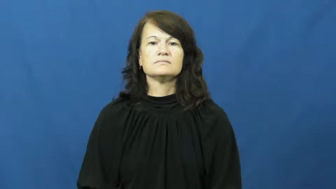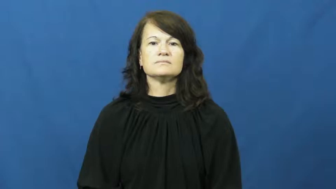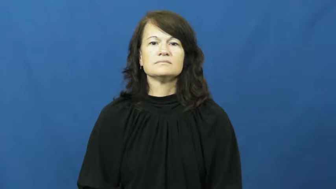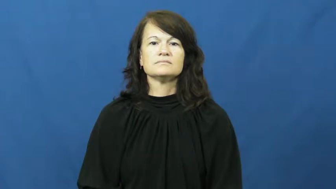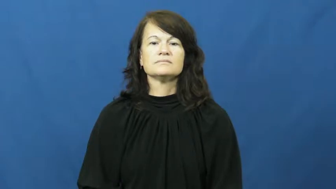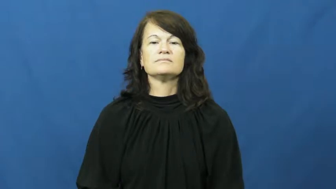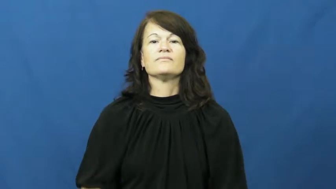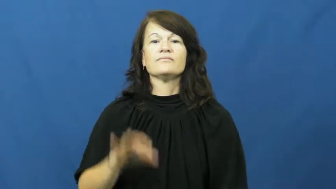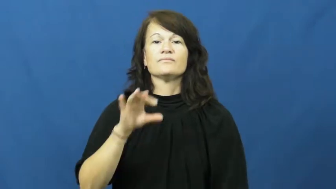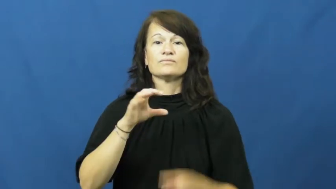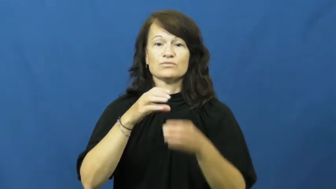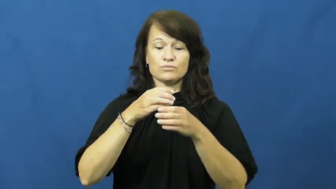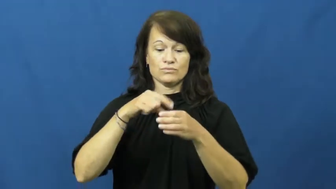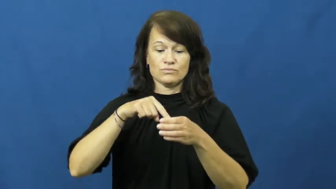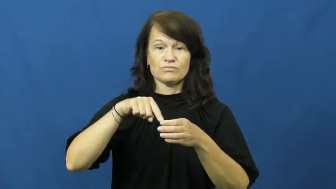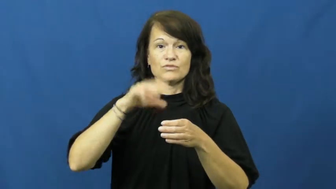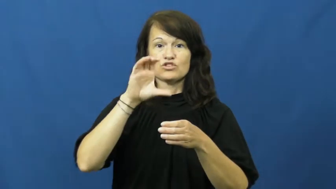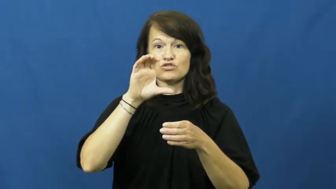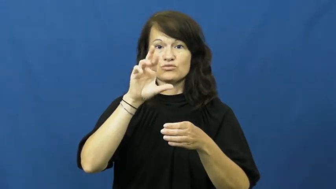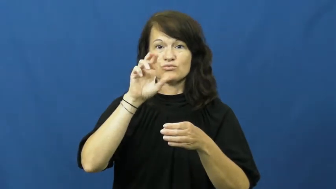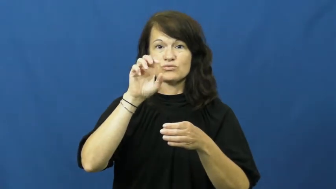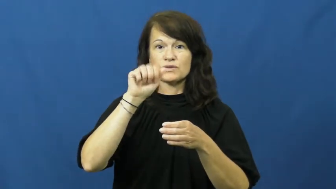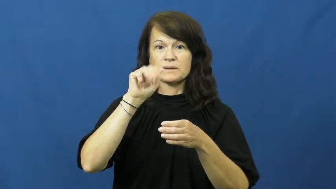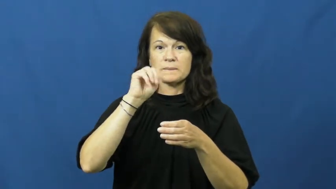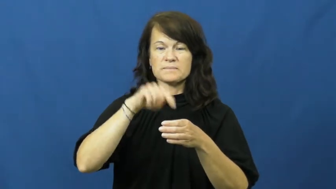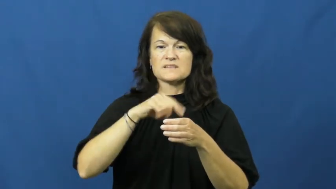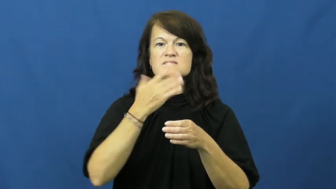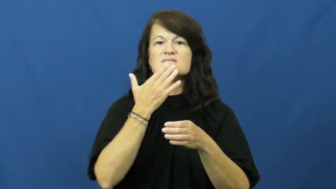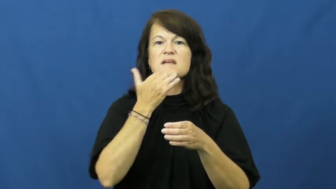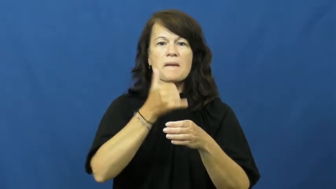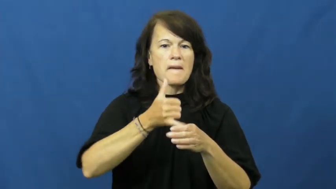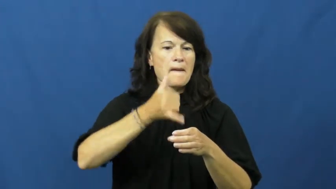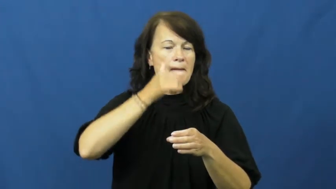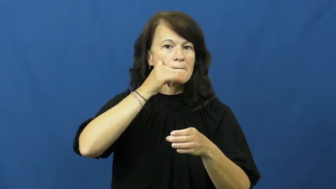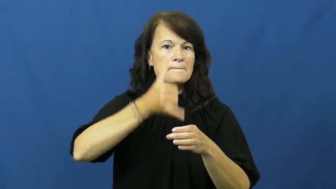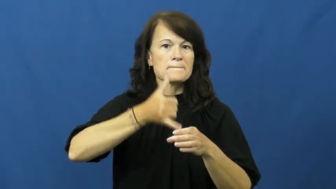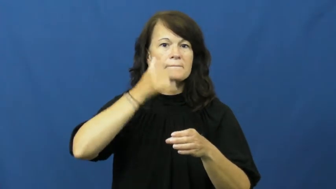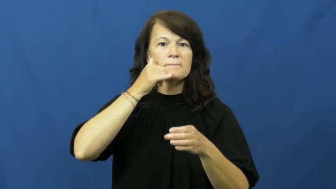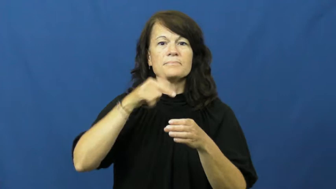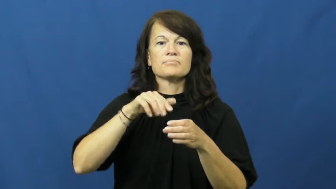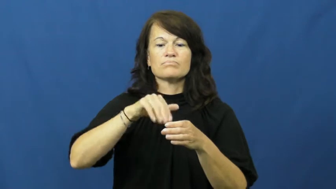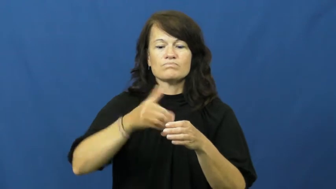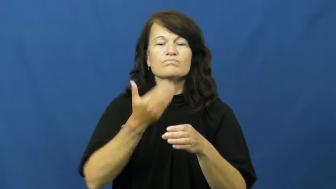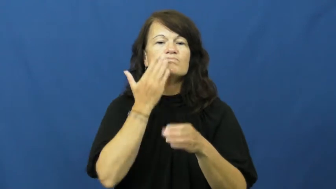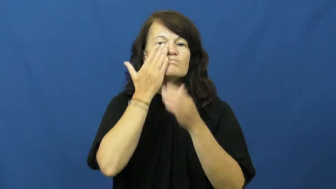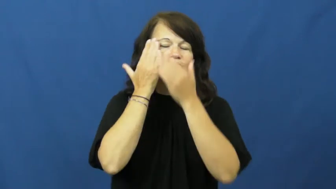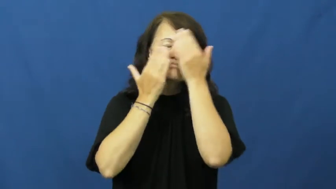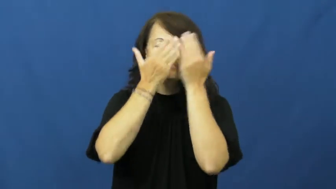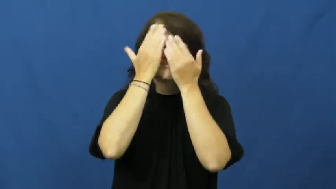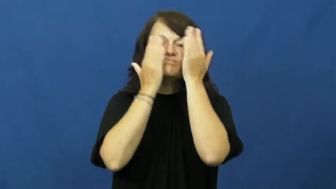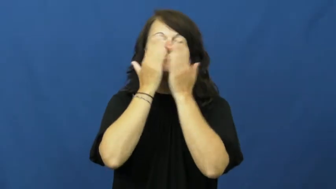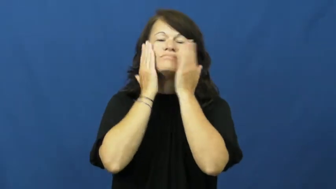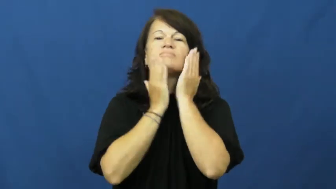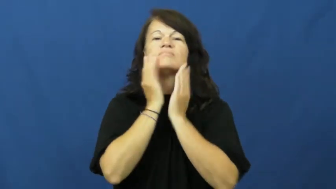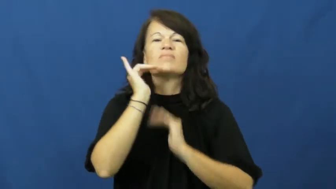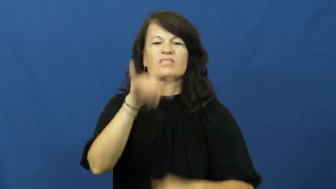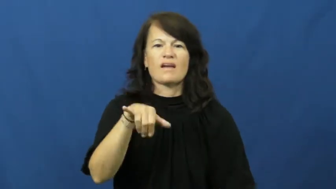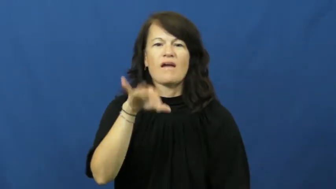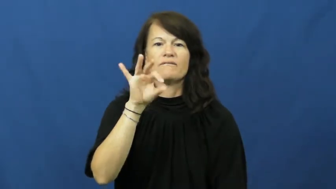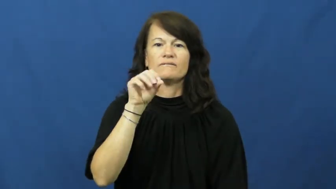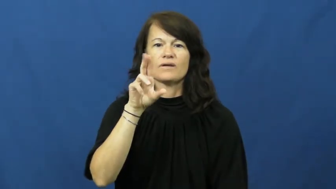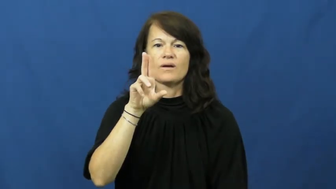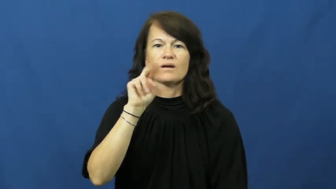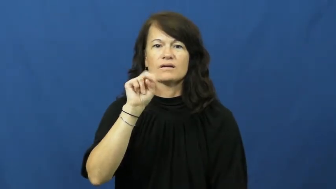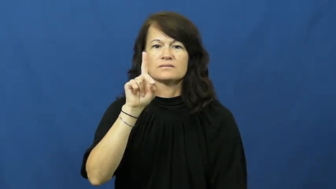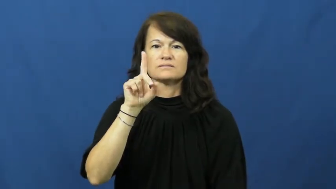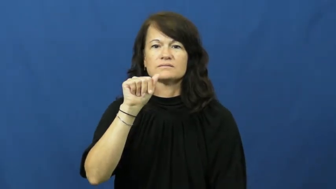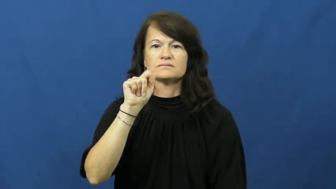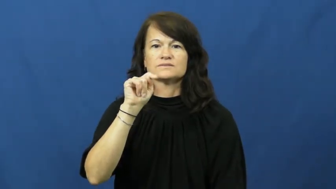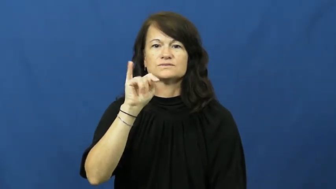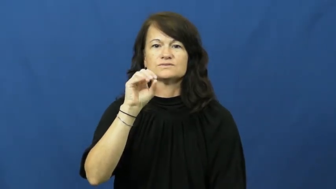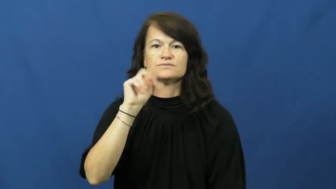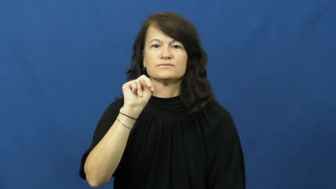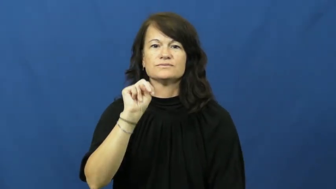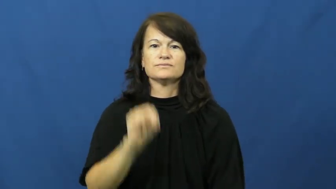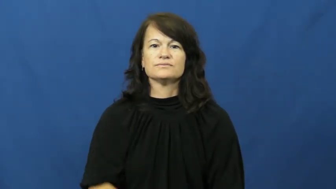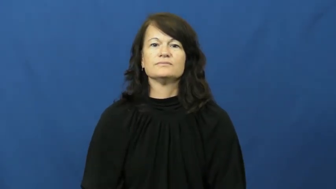foundation-make up